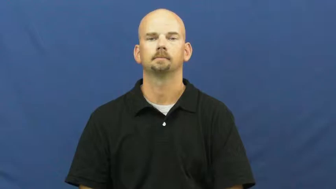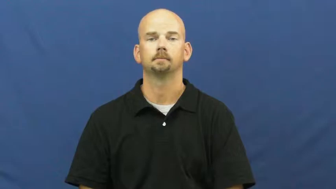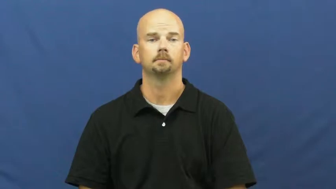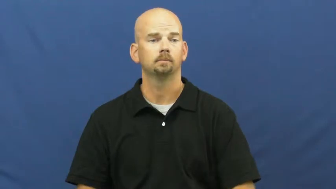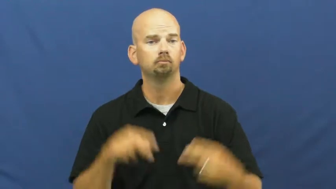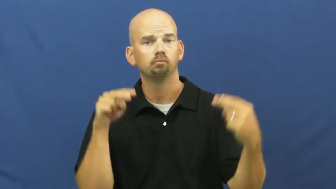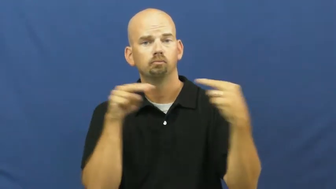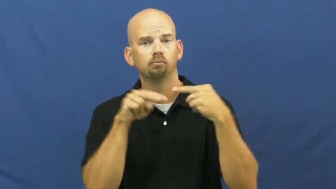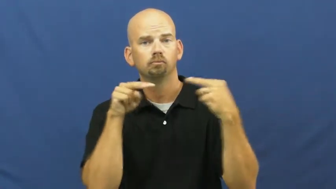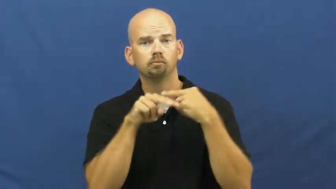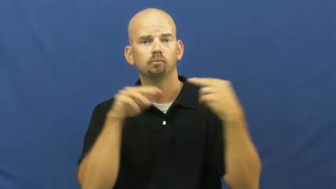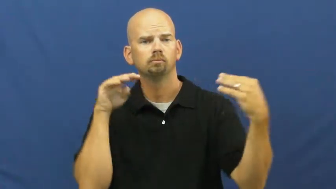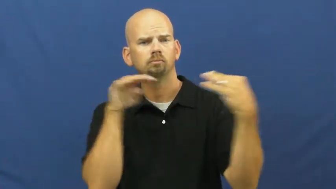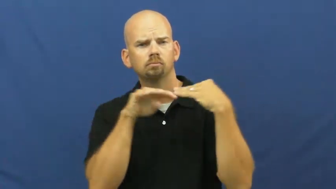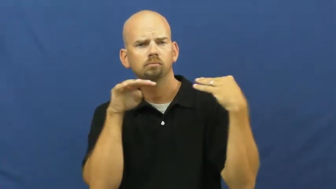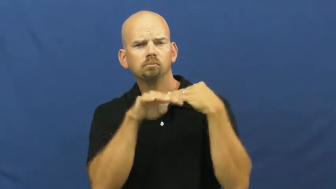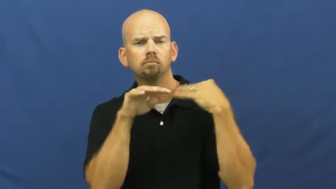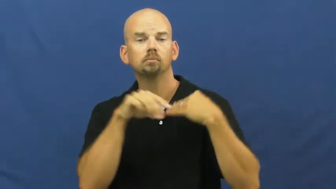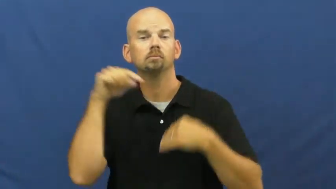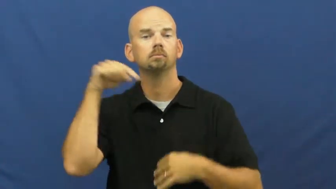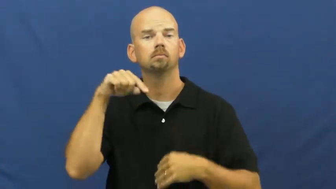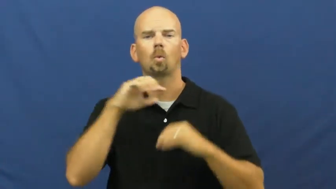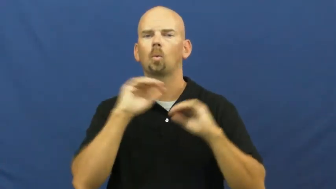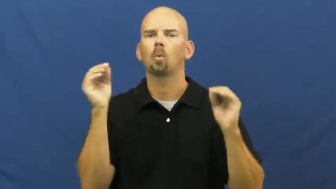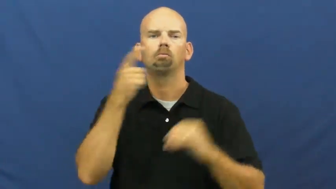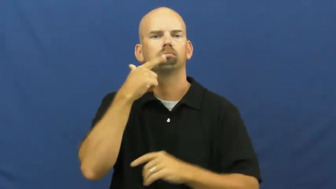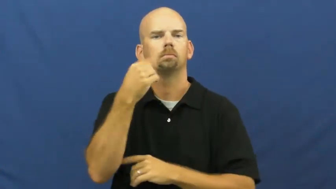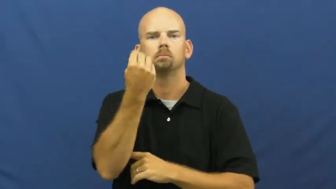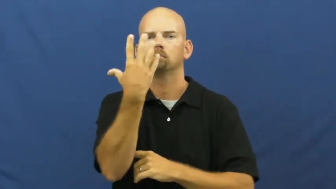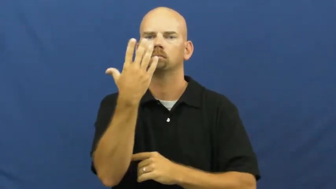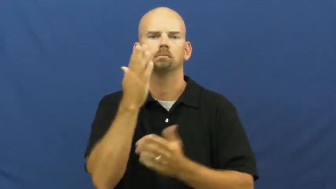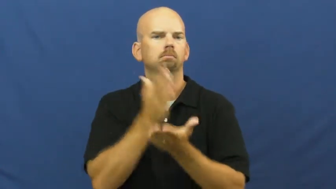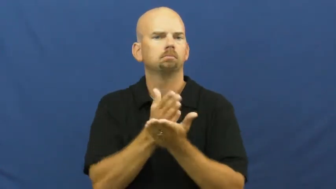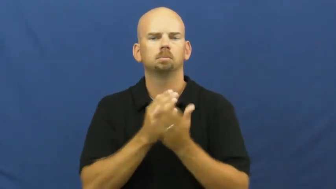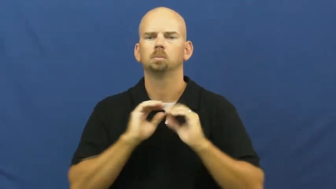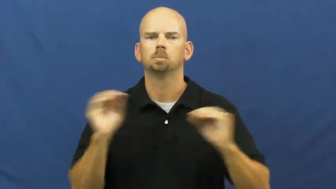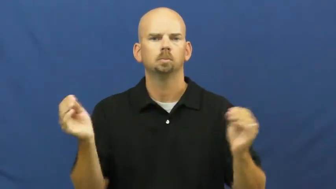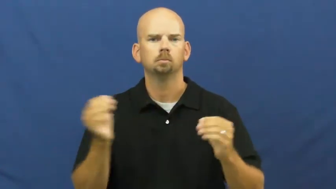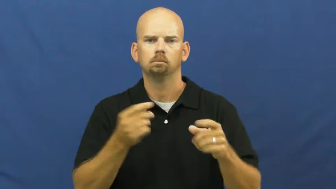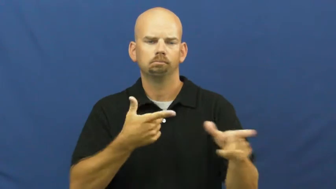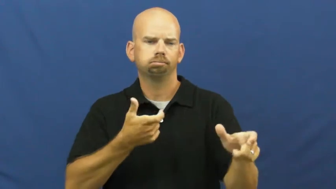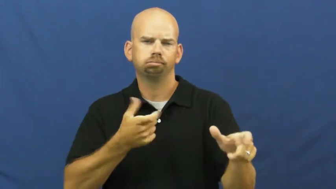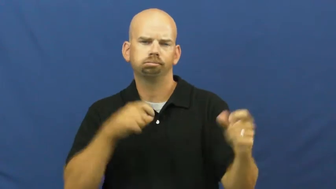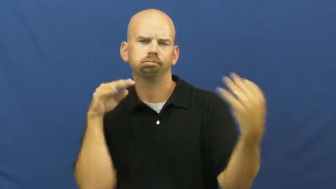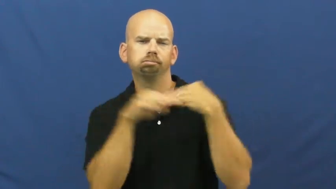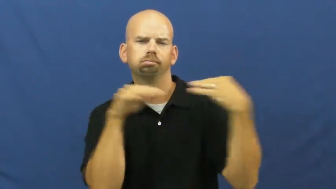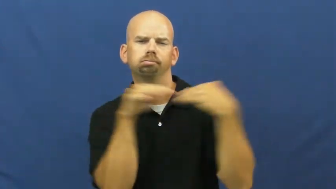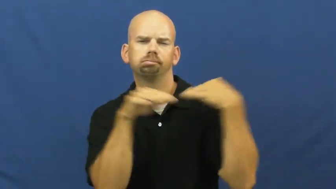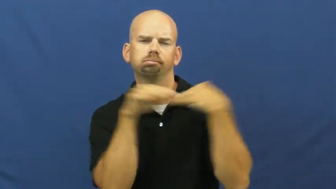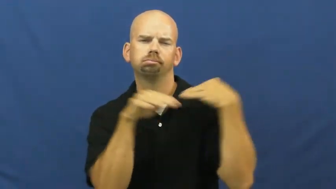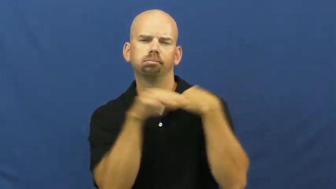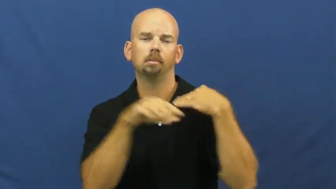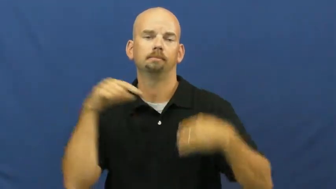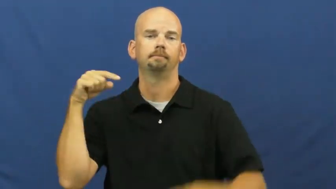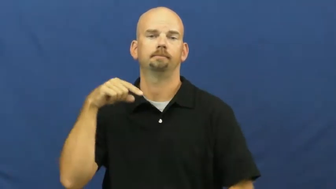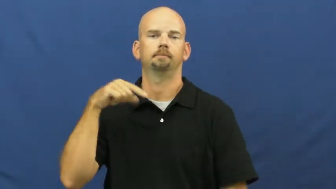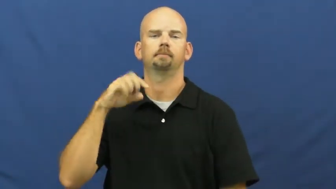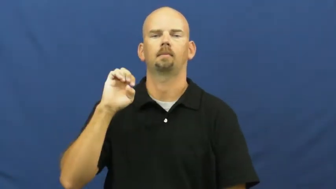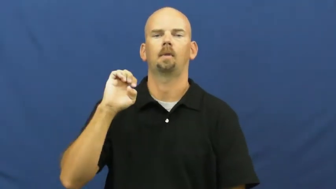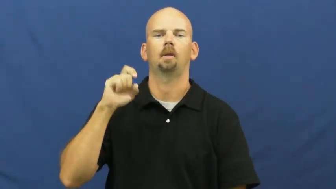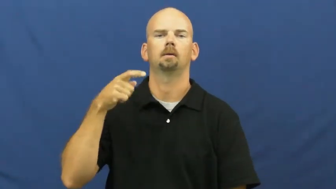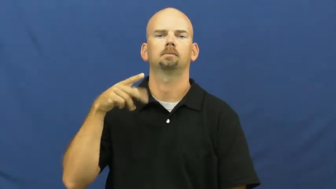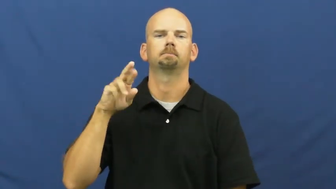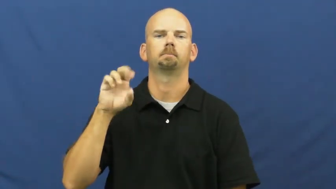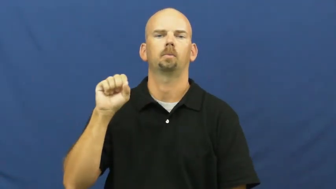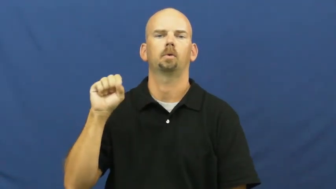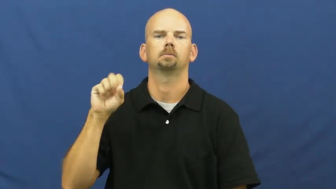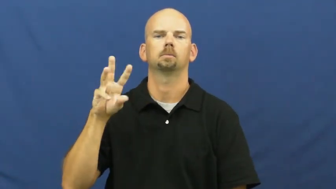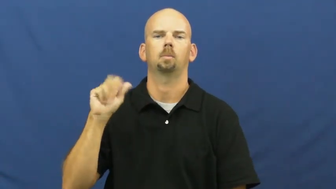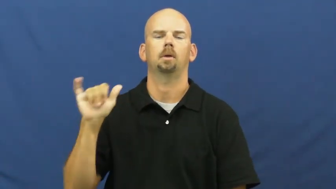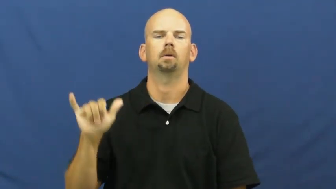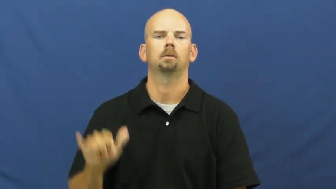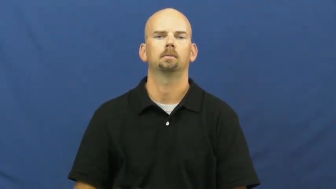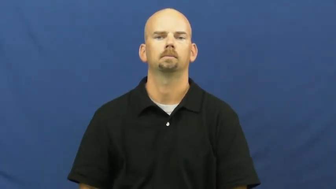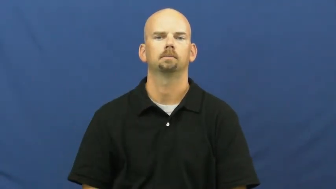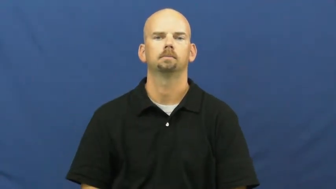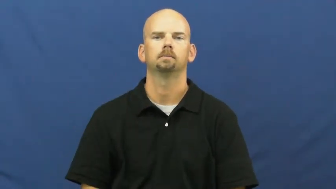expressway